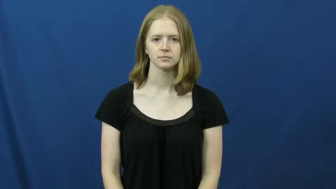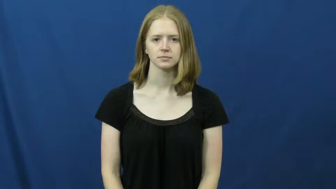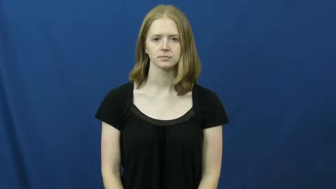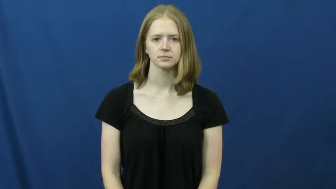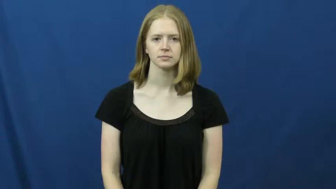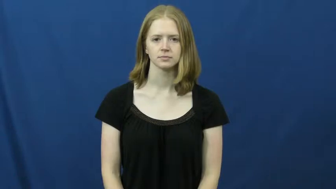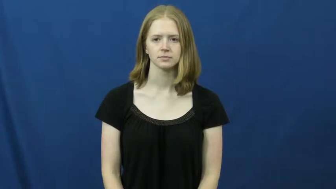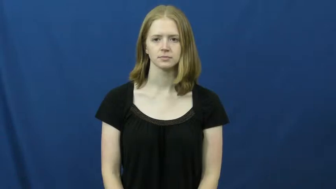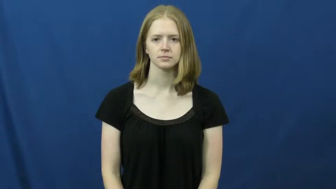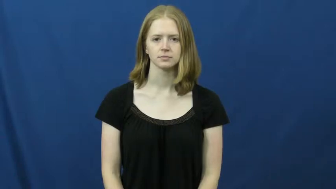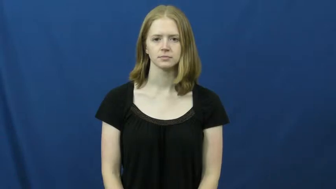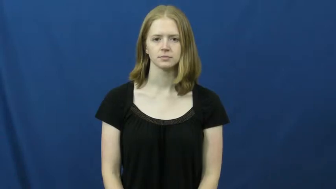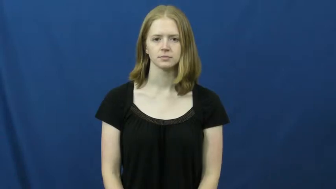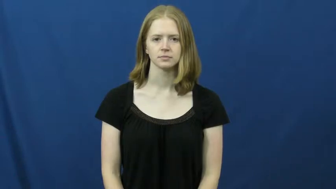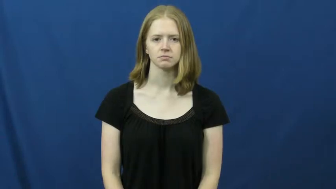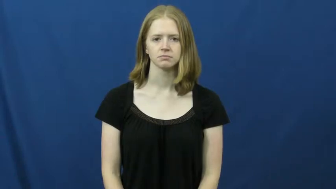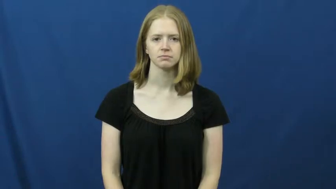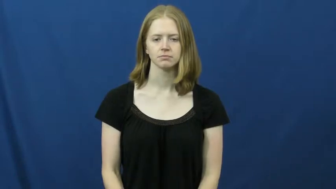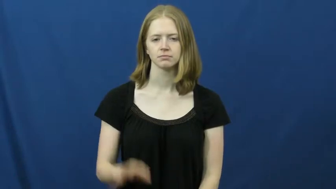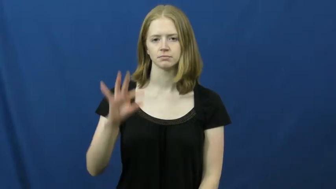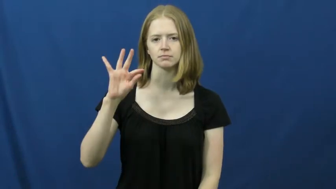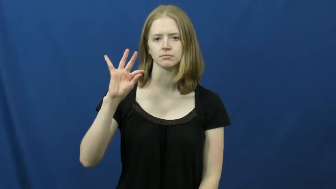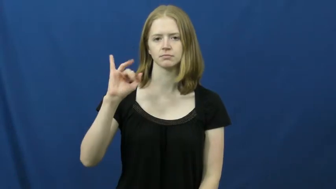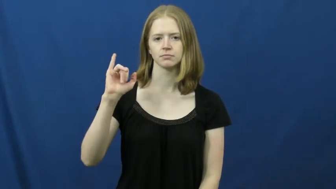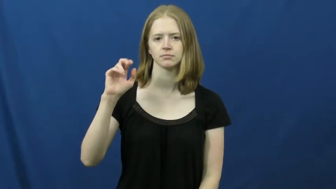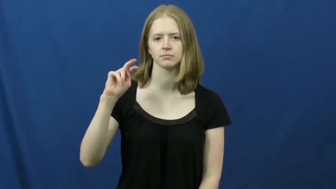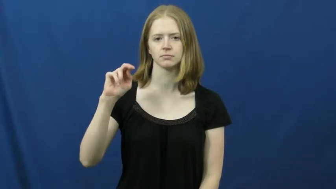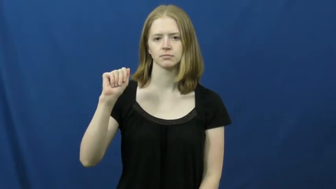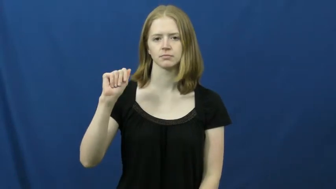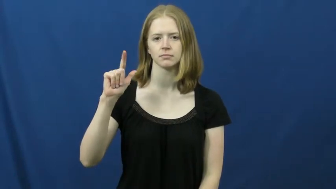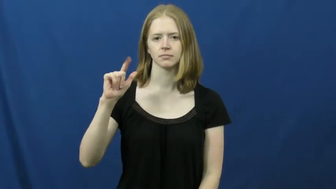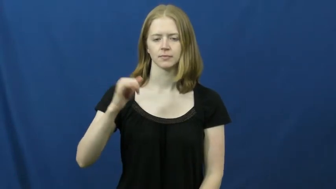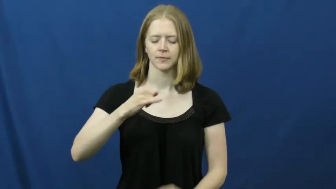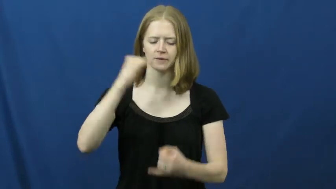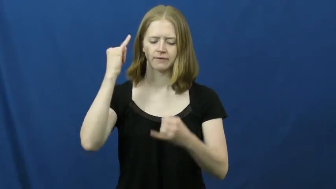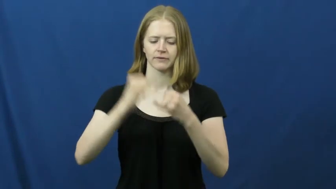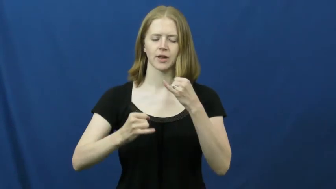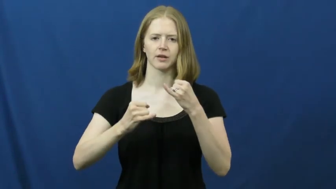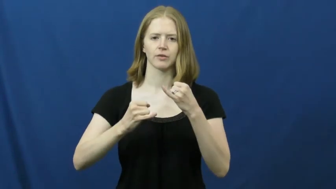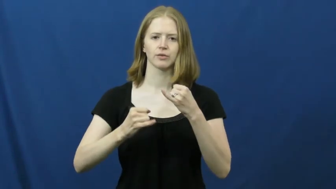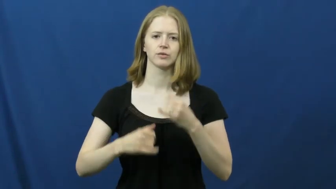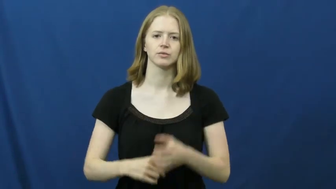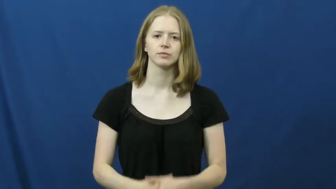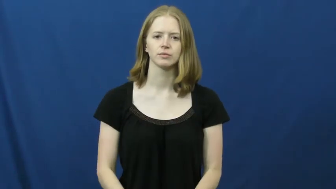finale